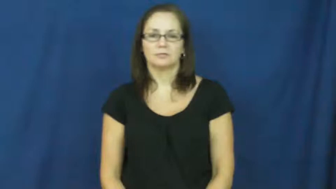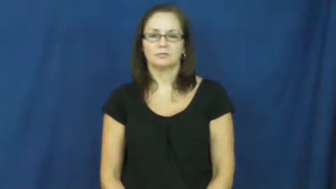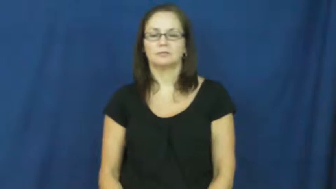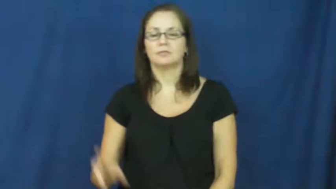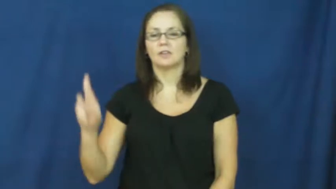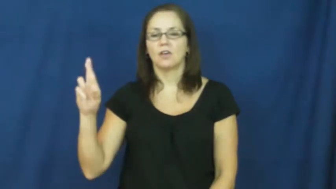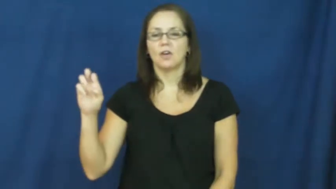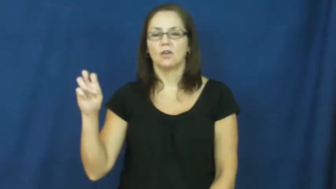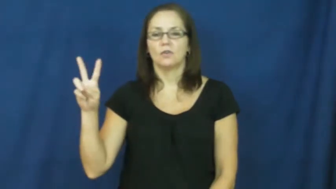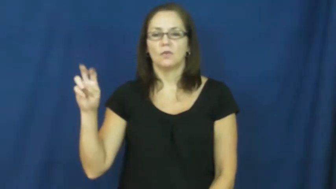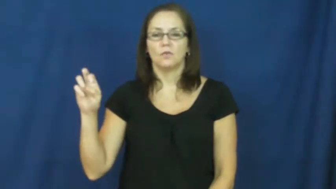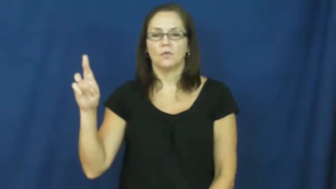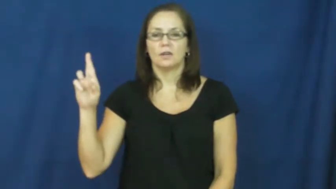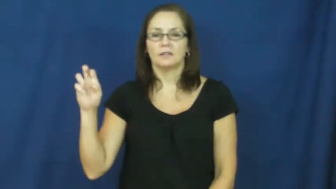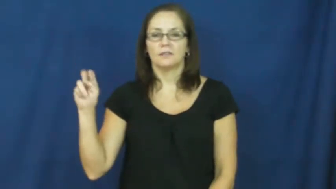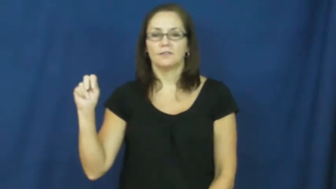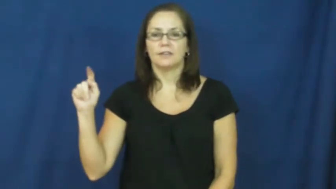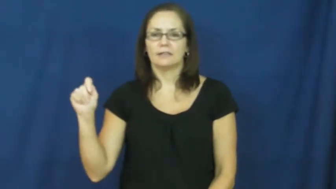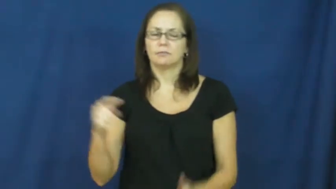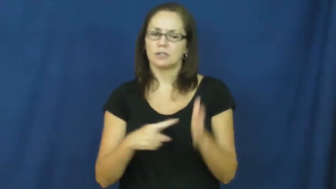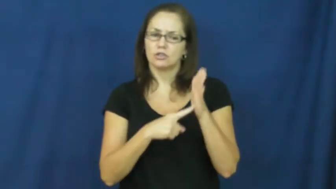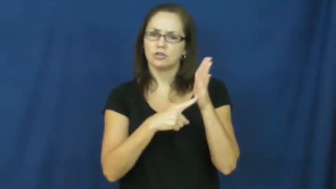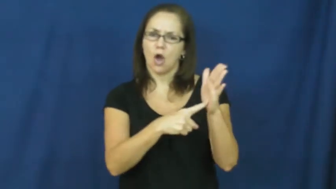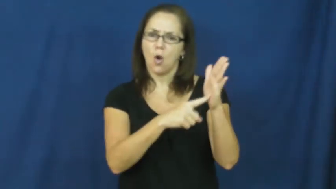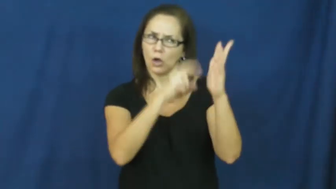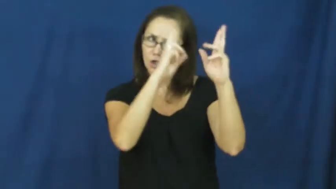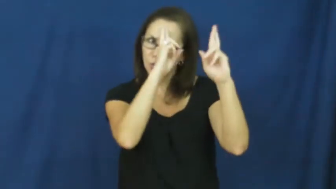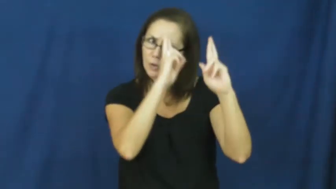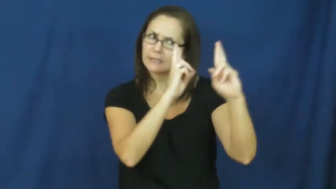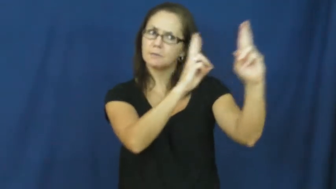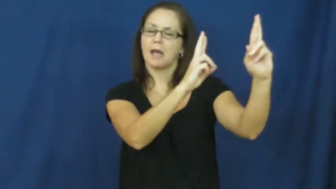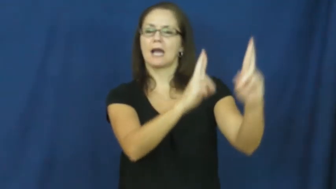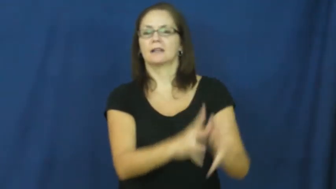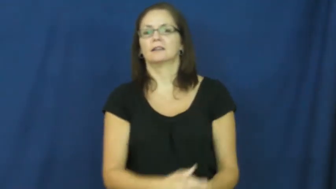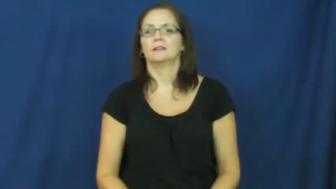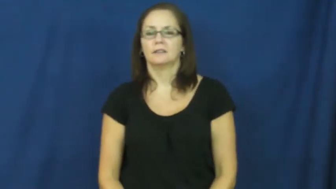reverent